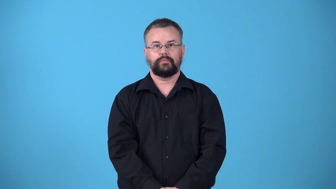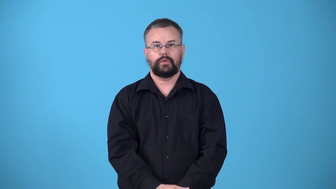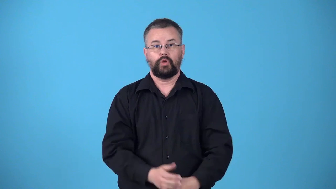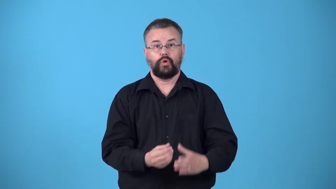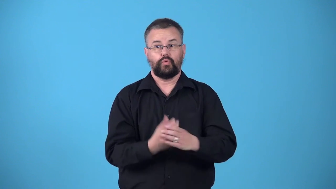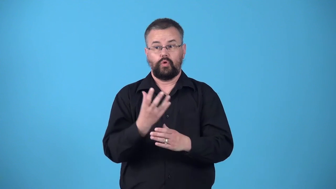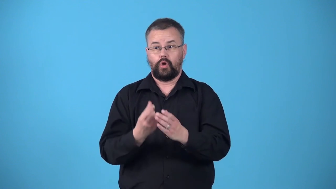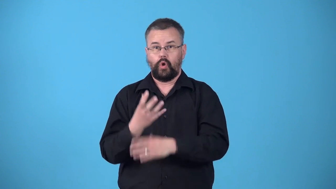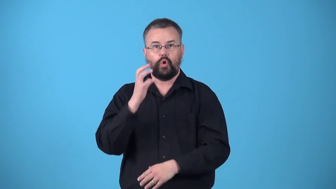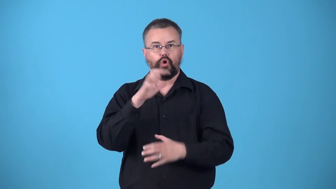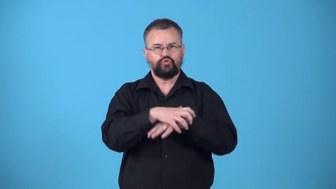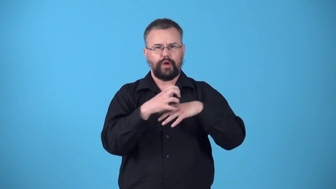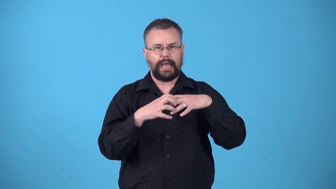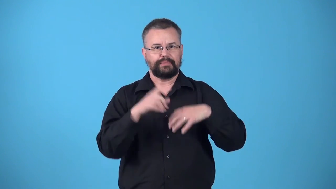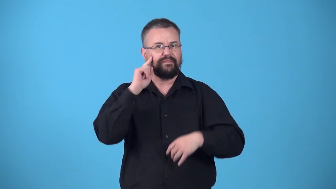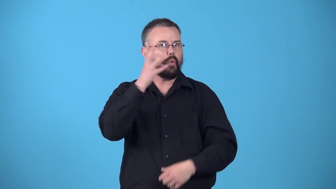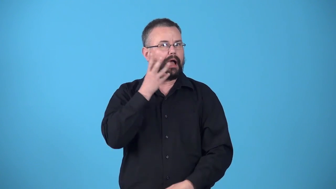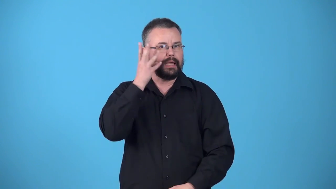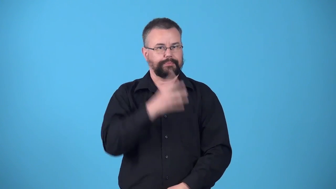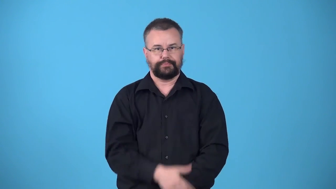viticulture-grow grapes for wine